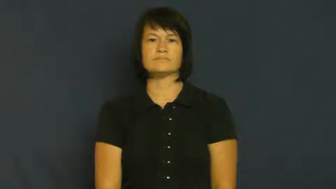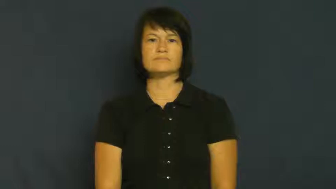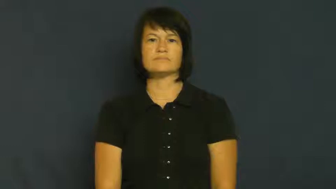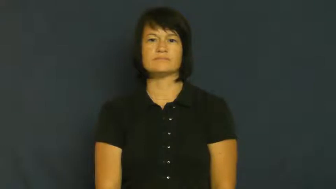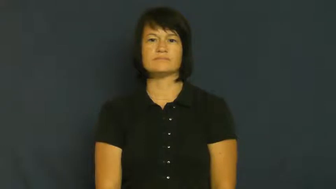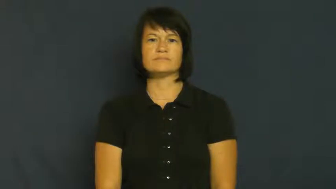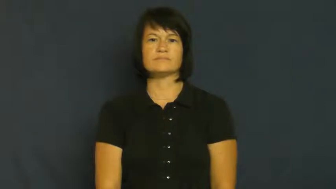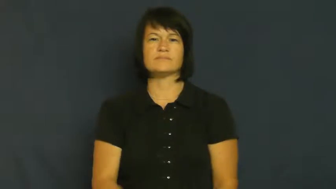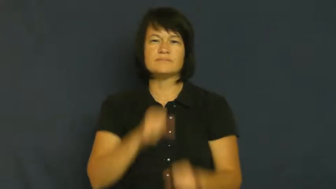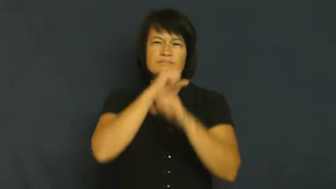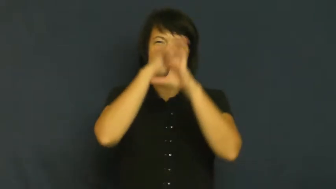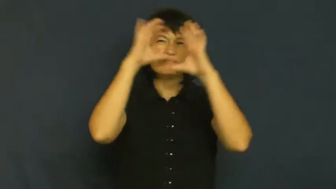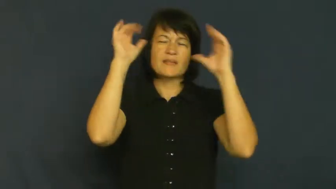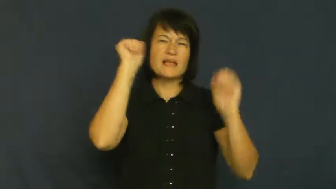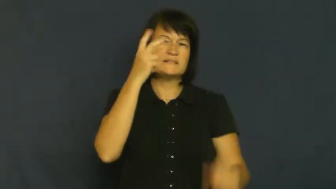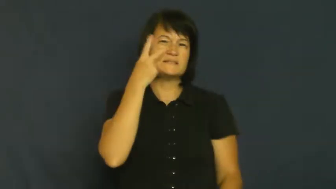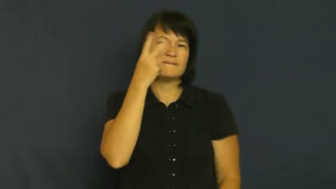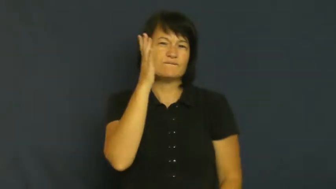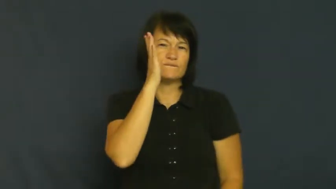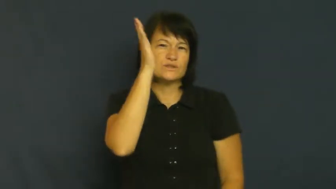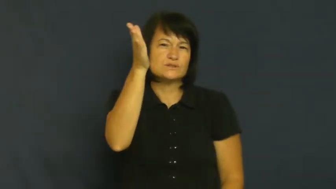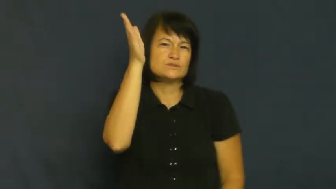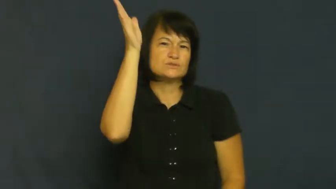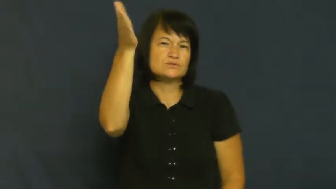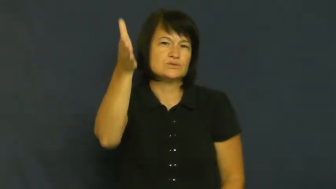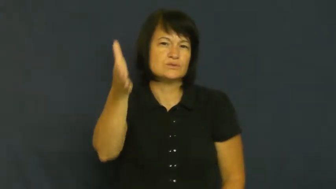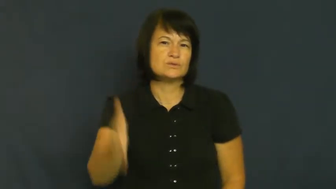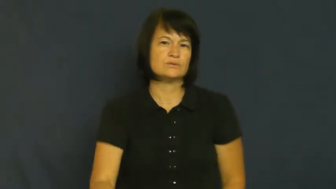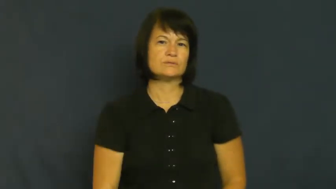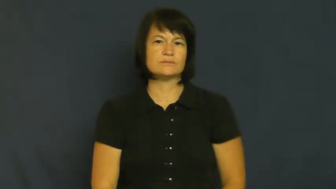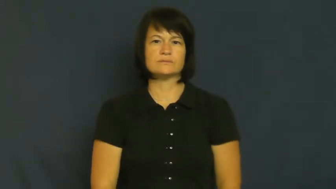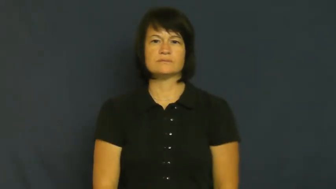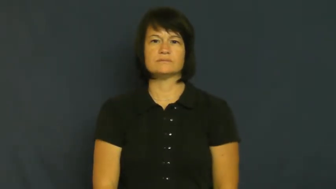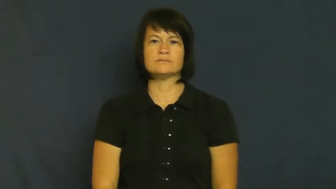vision-see future